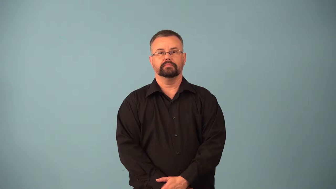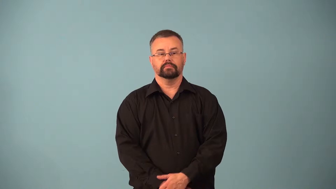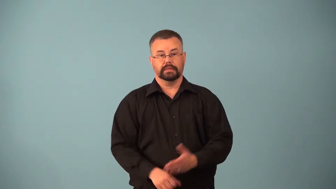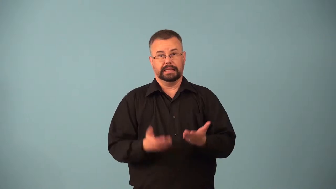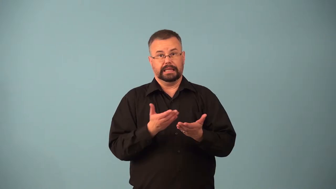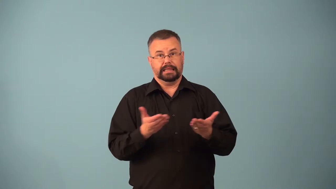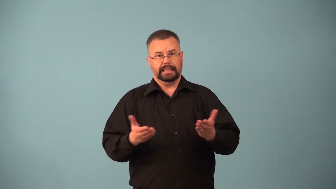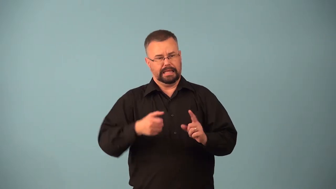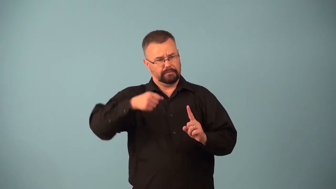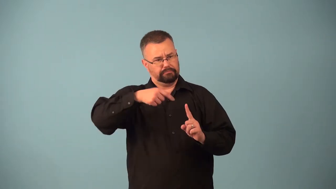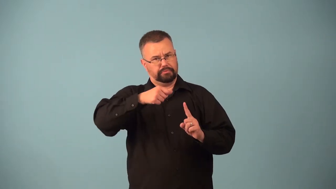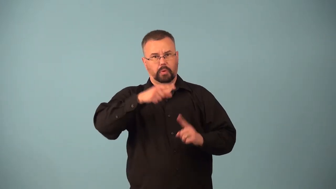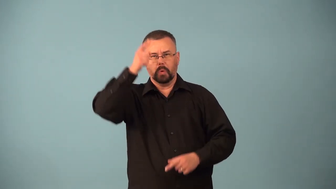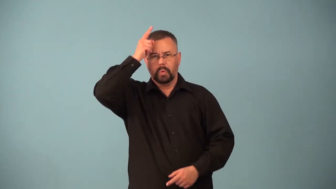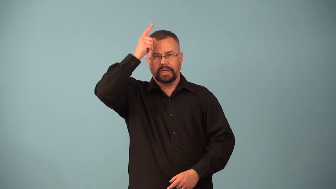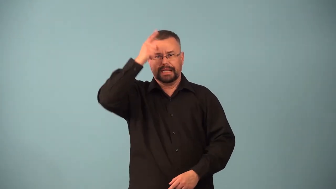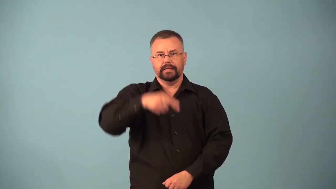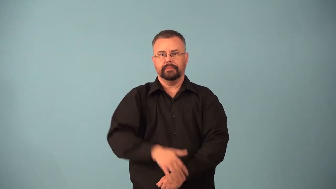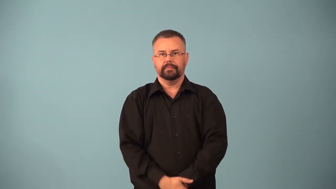aphrodisiac